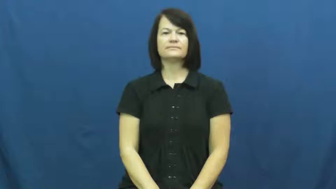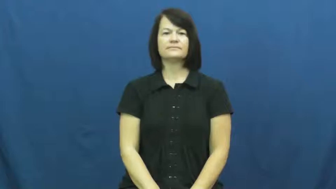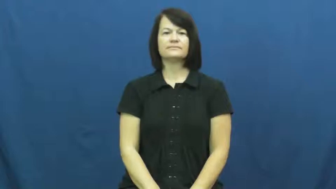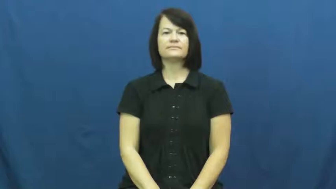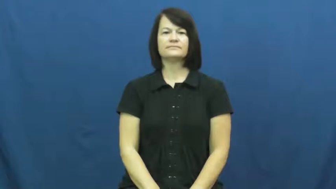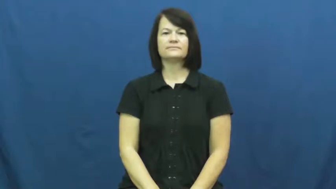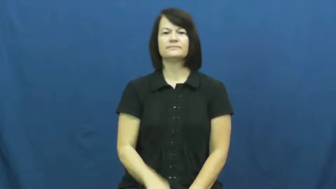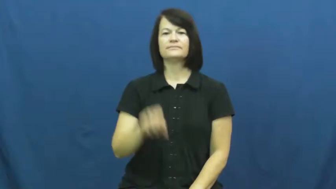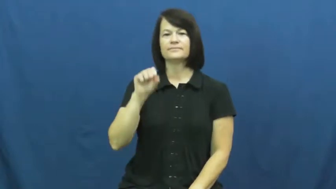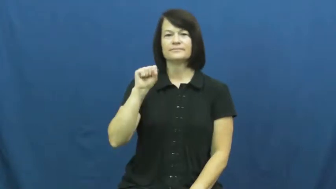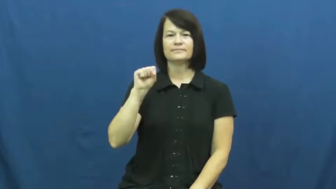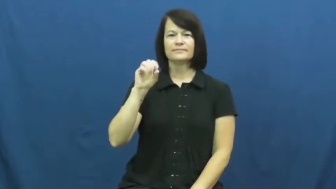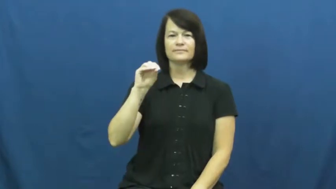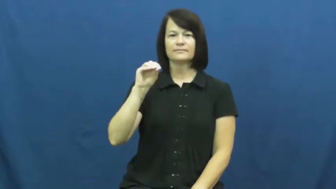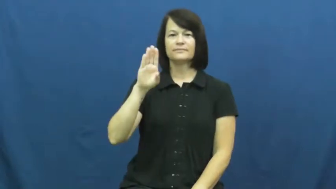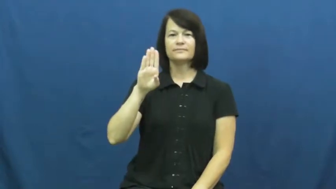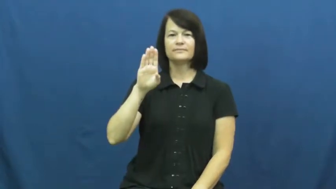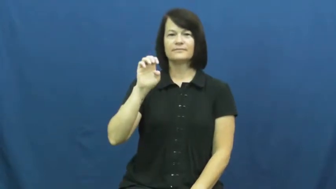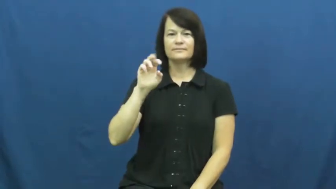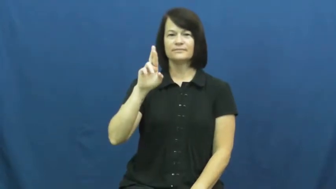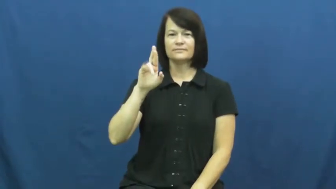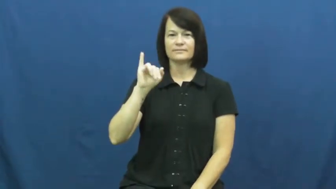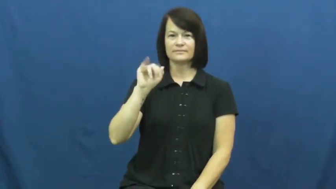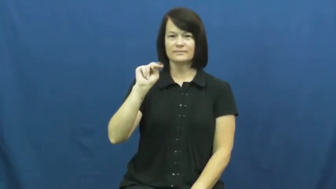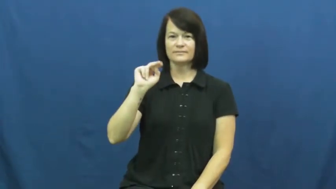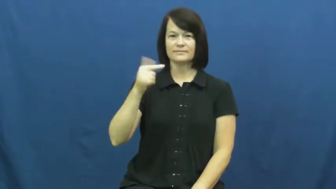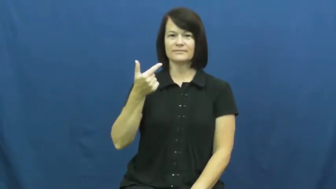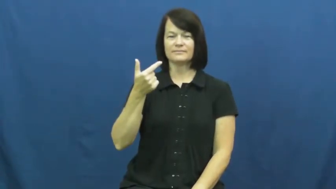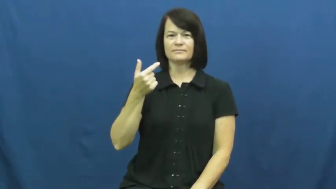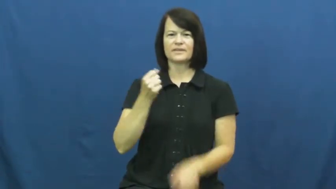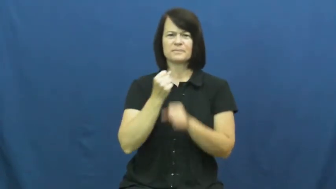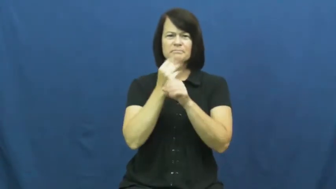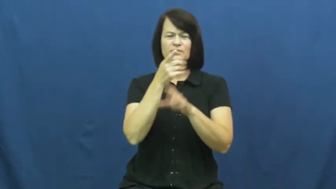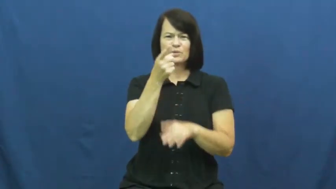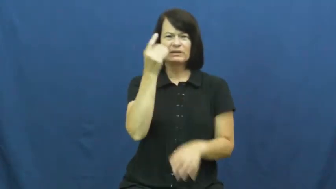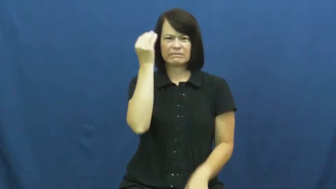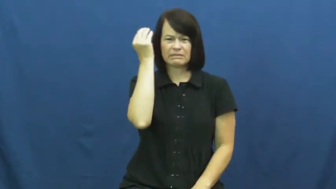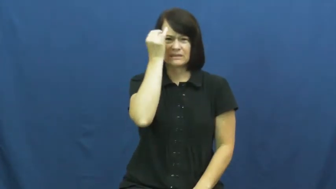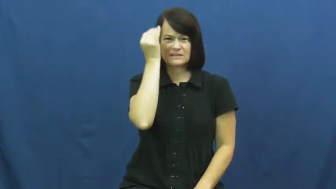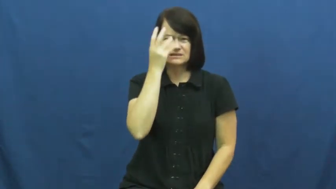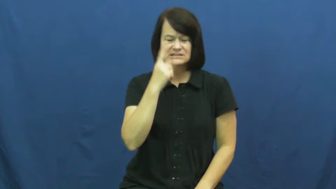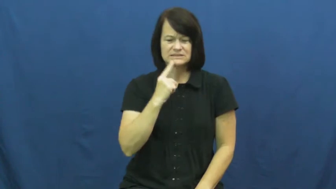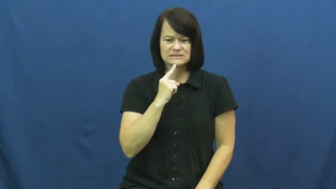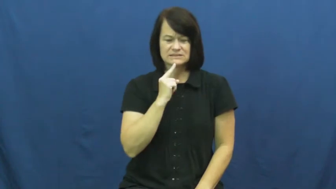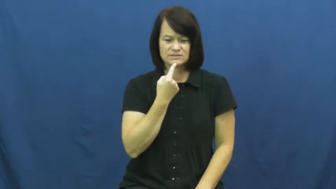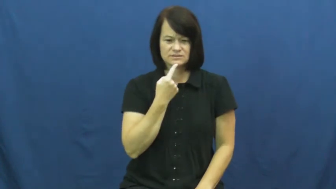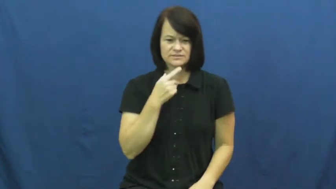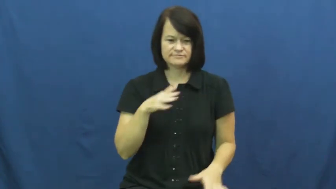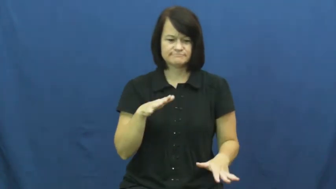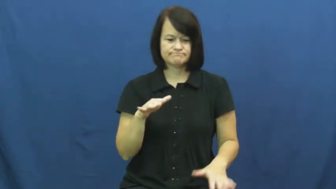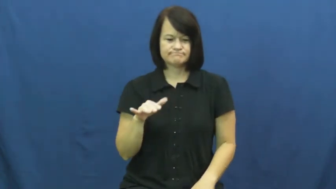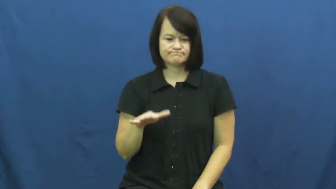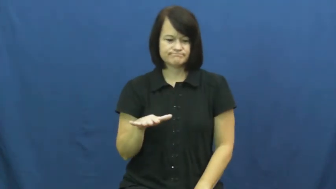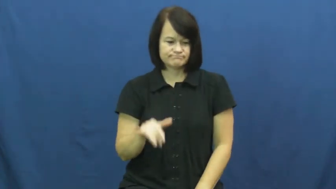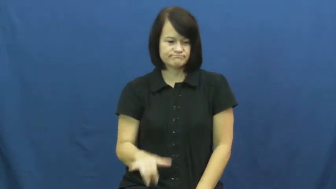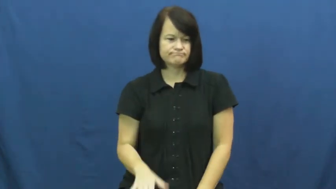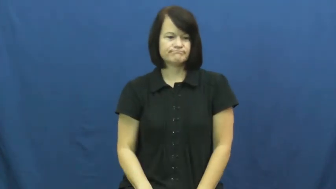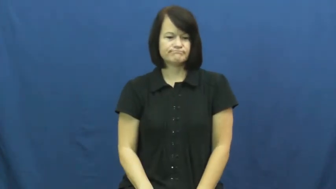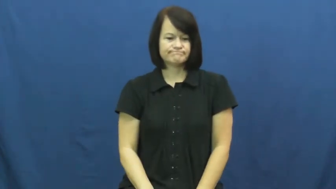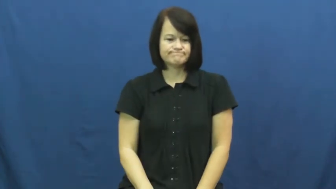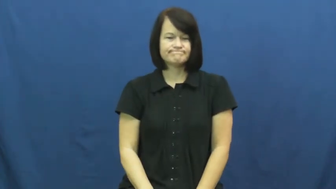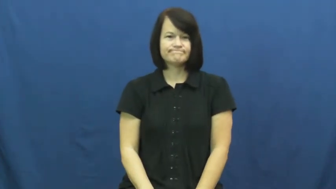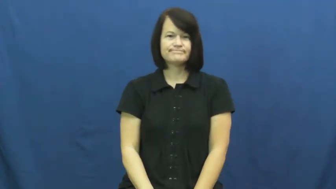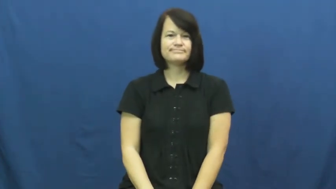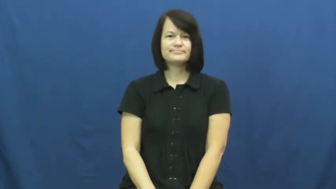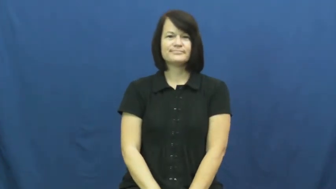sobering